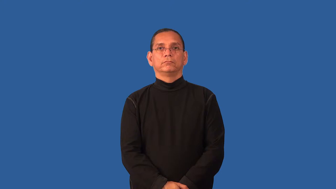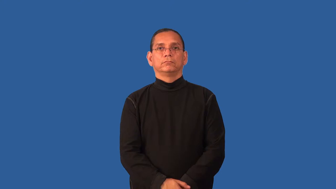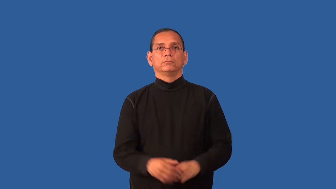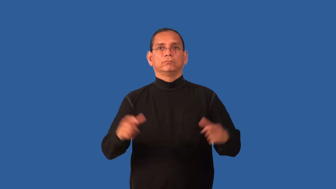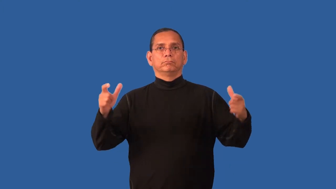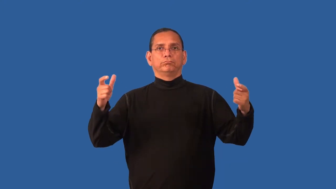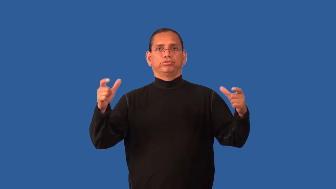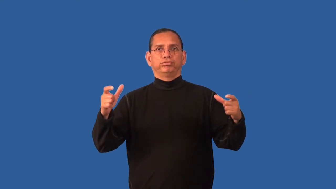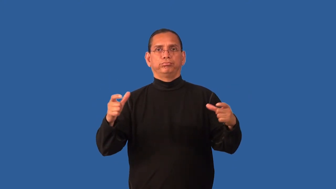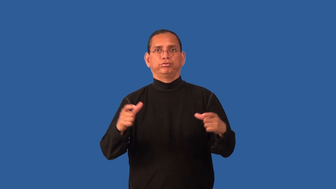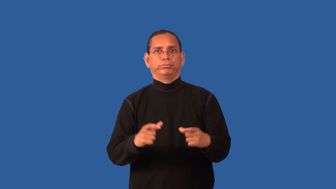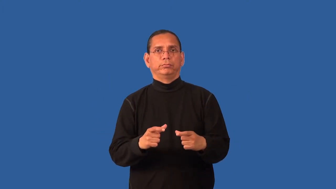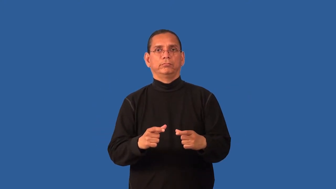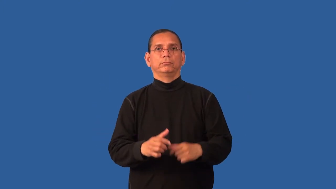downsize